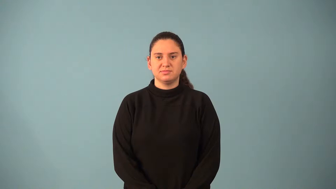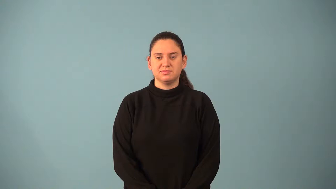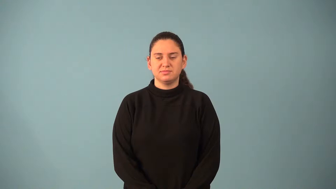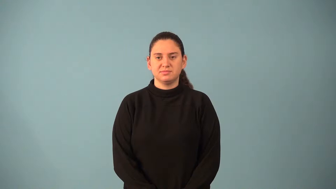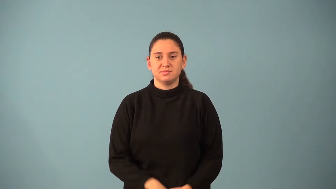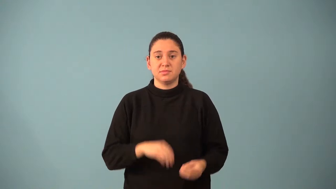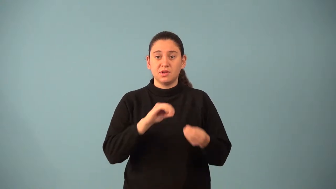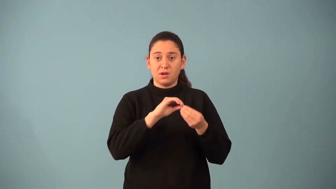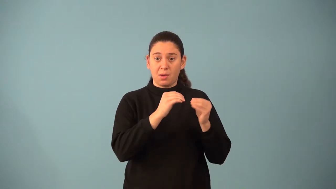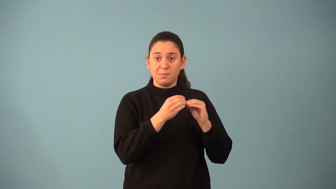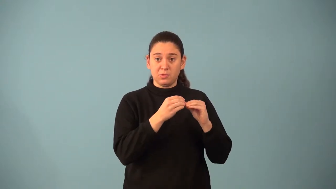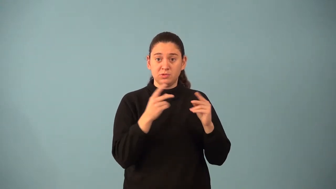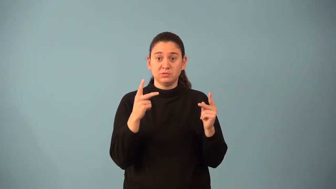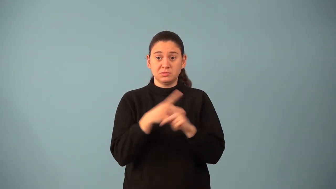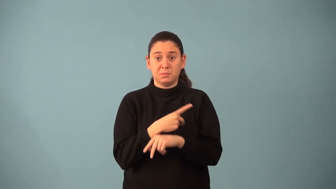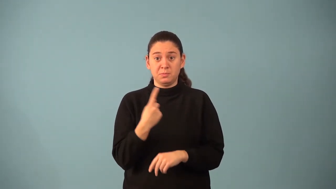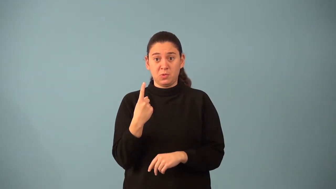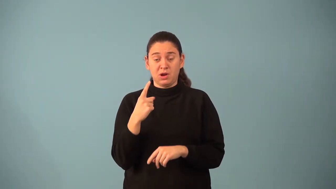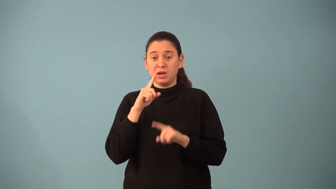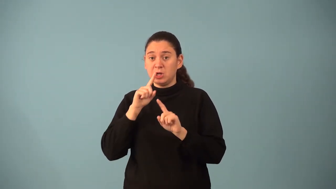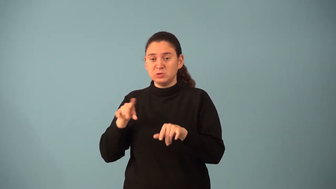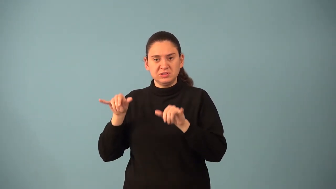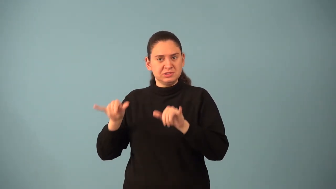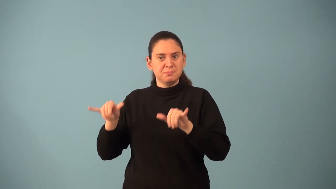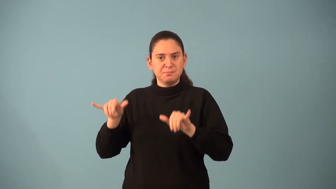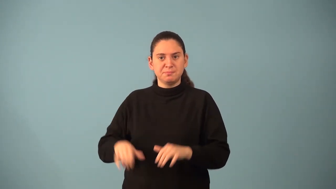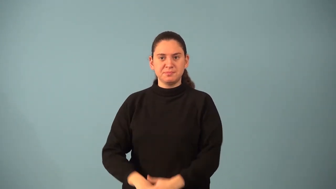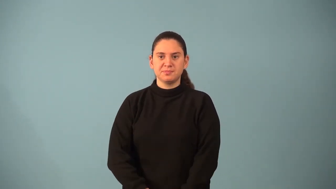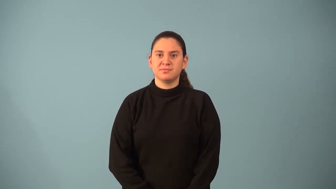multiplicative identity